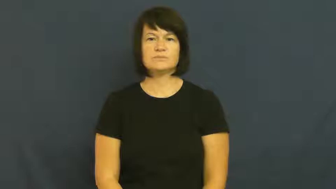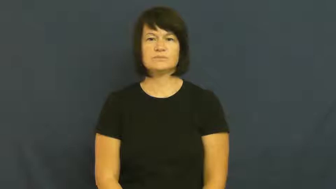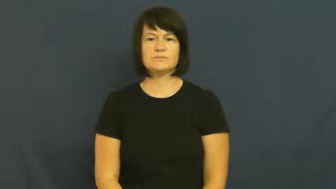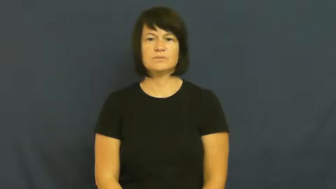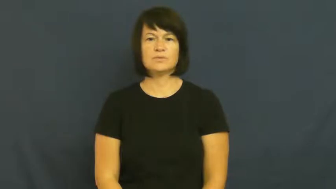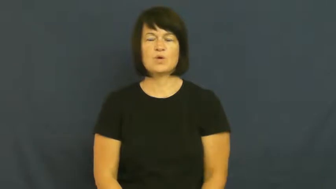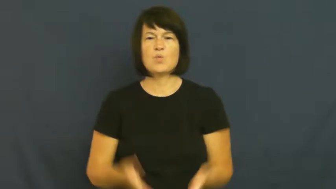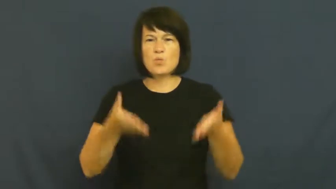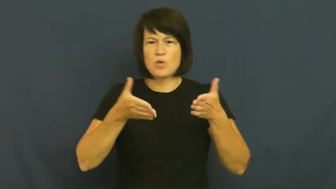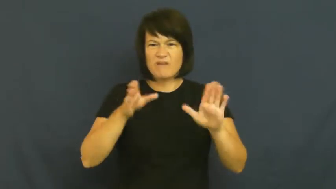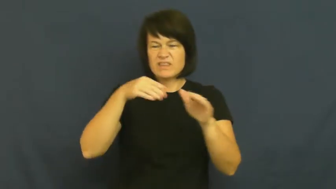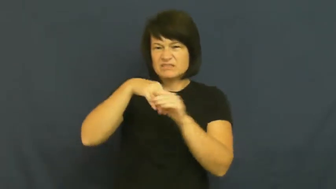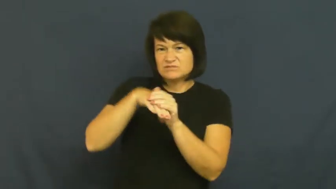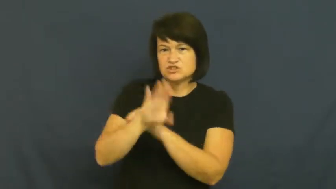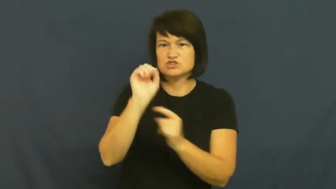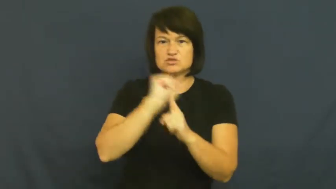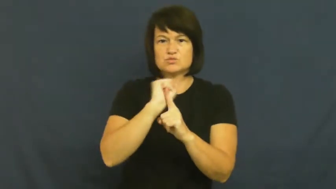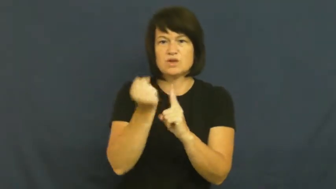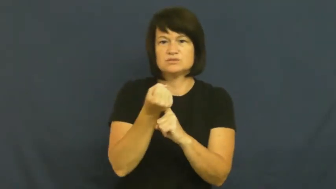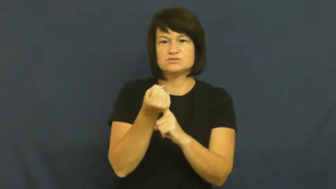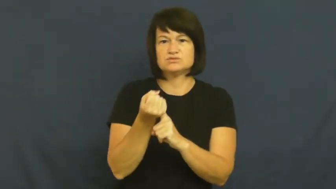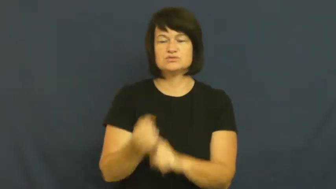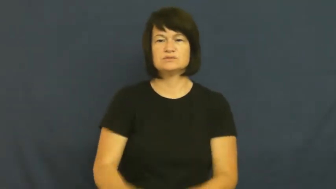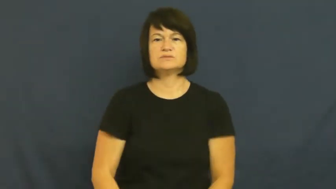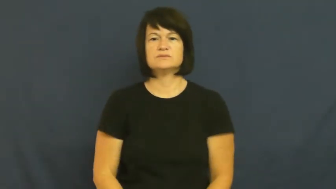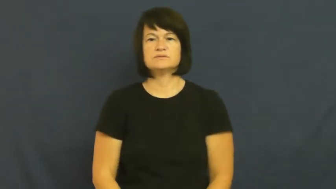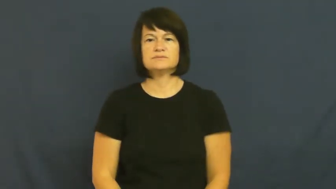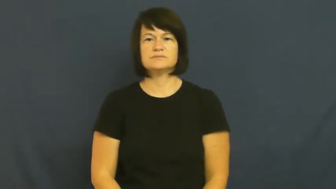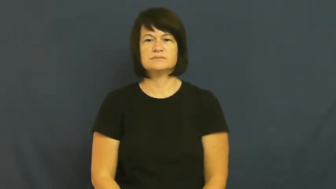opening-way in